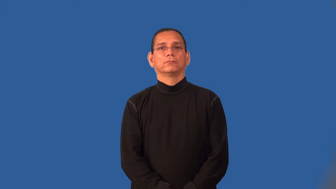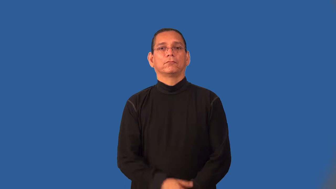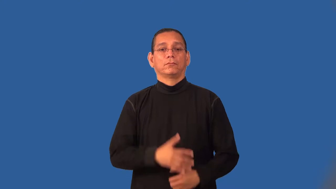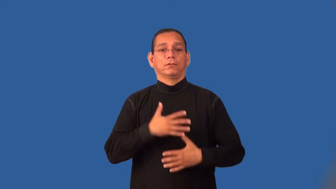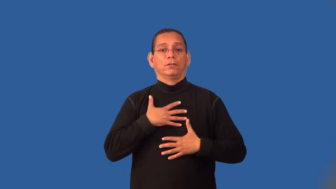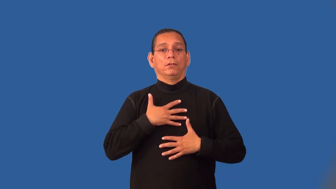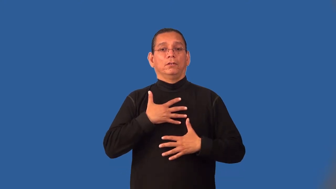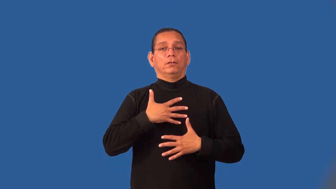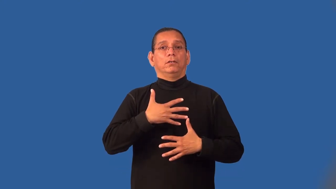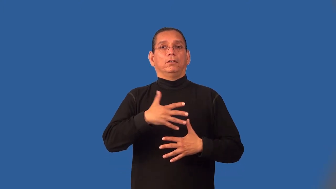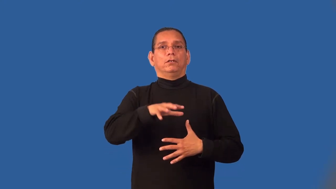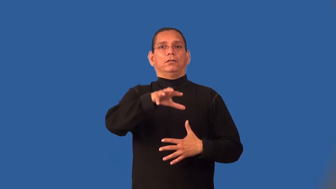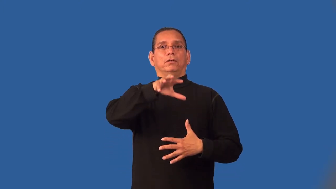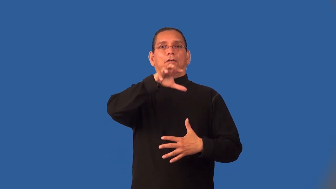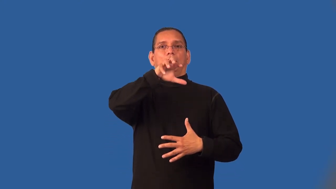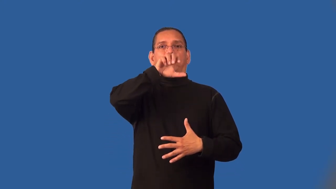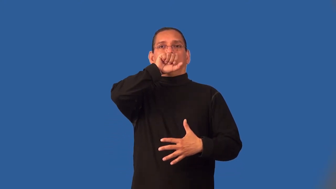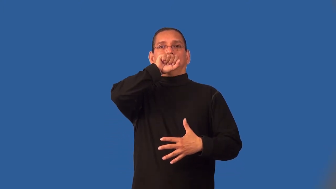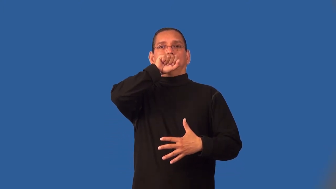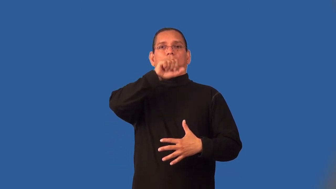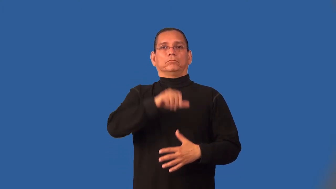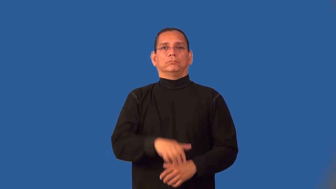inhale